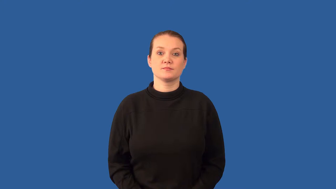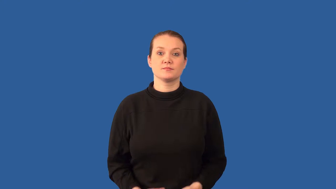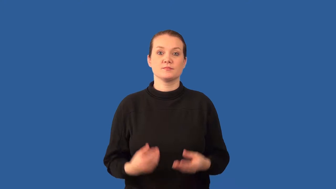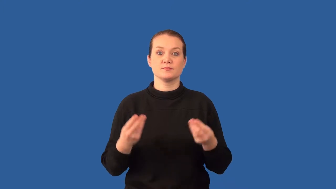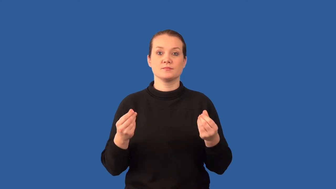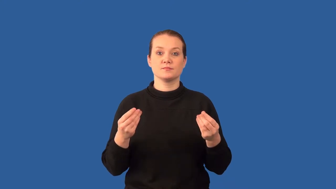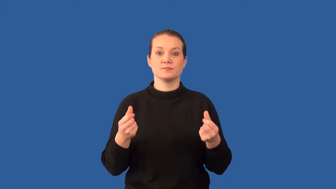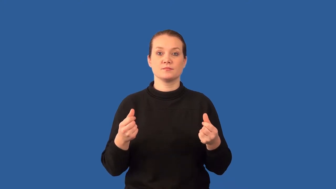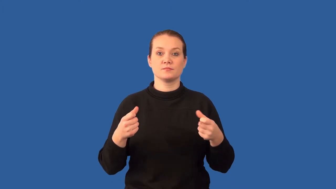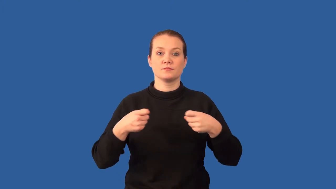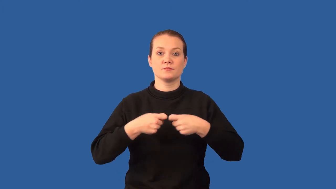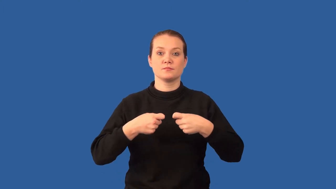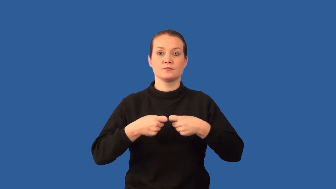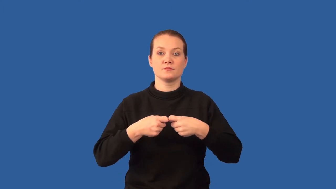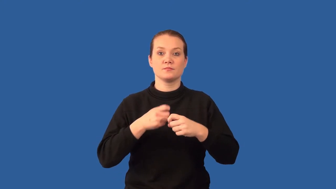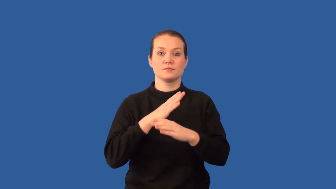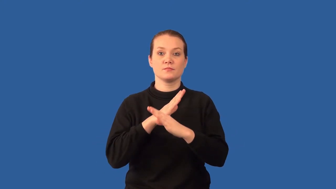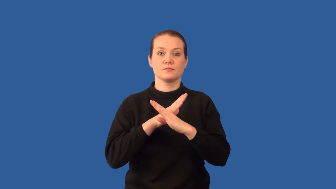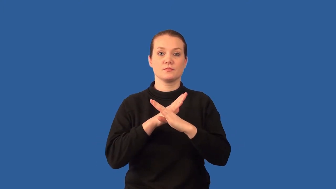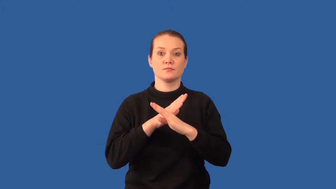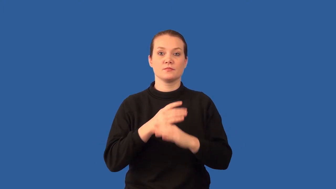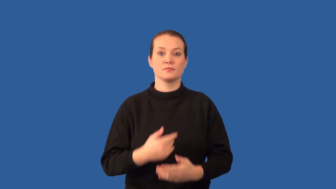insulator